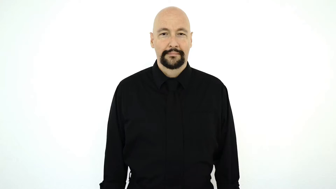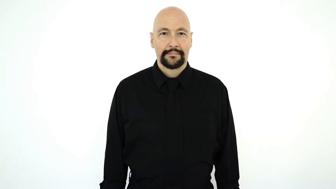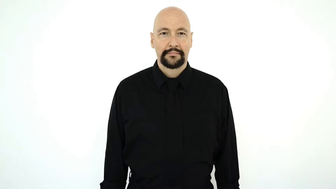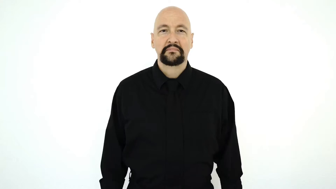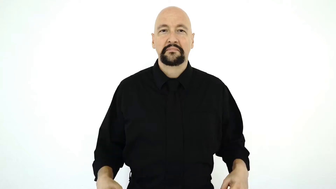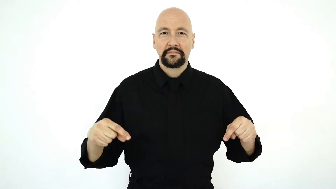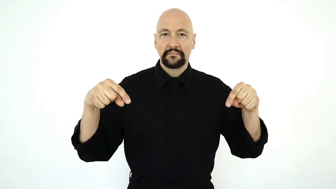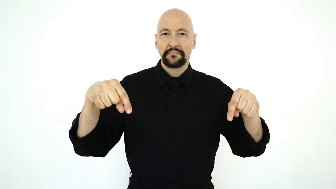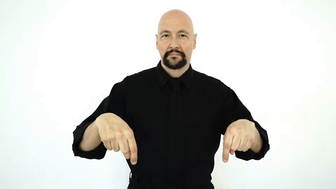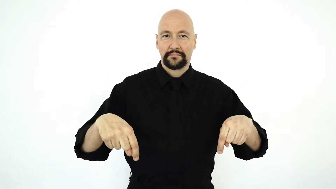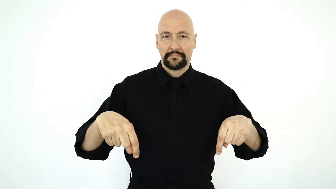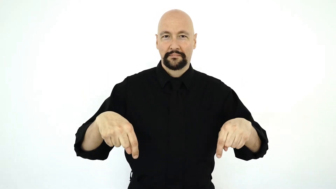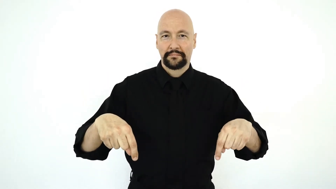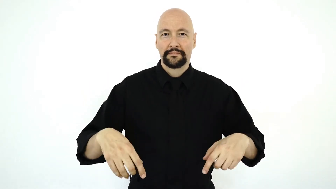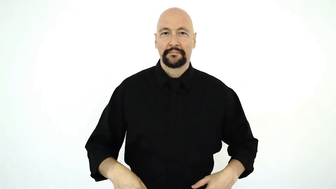HERE-[right-here]-[two-handed-version]